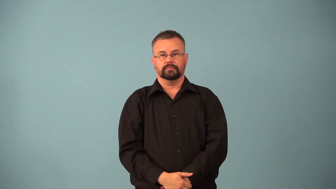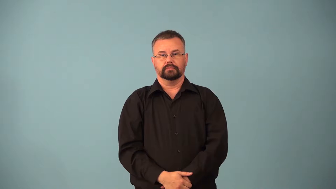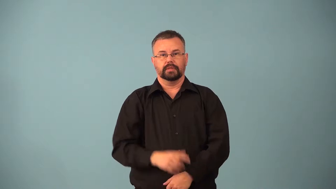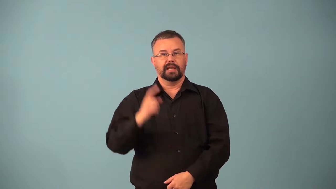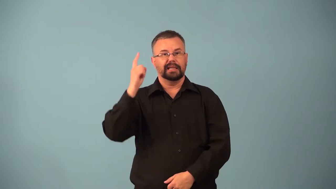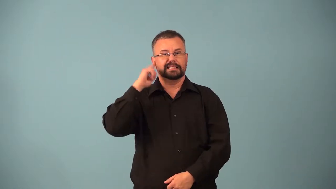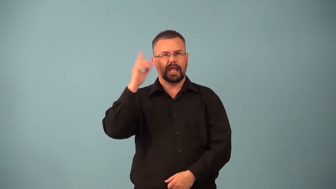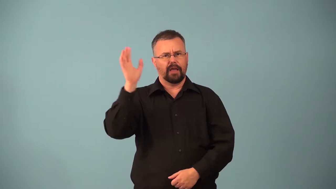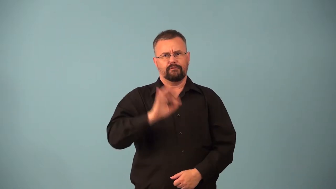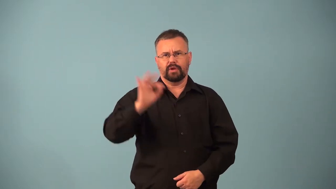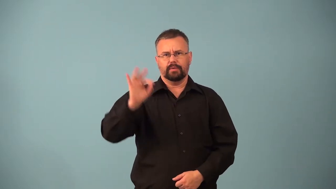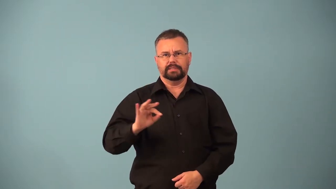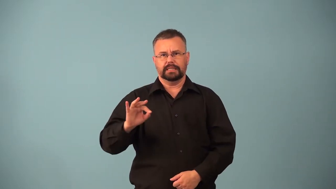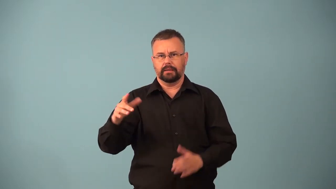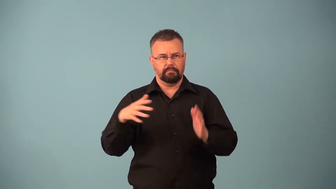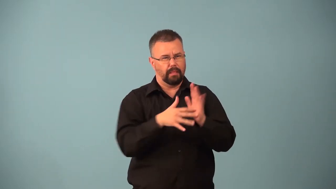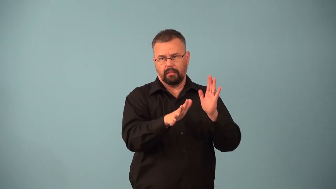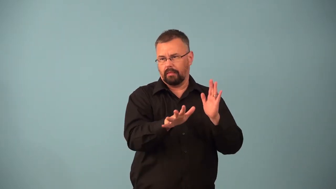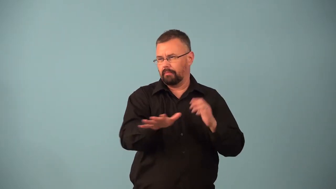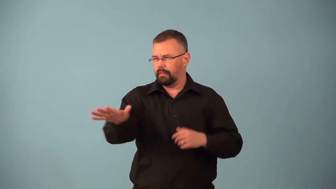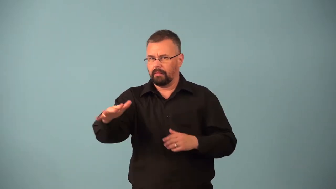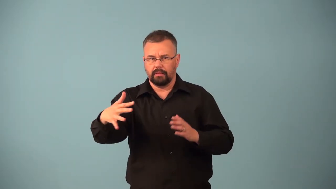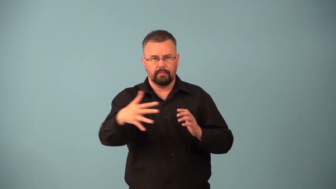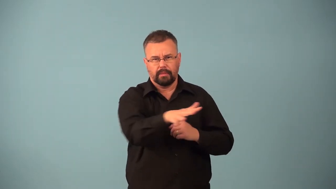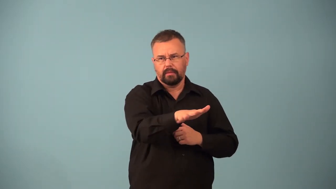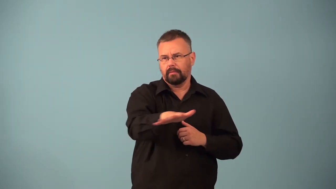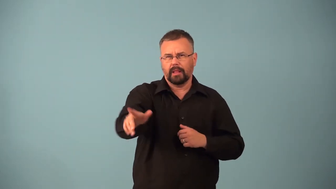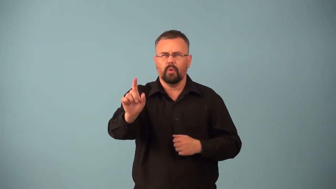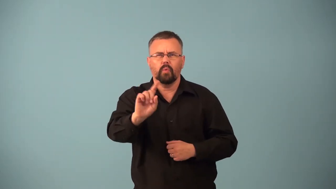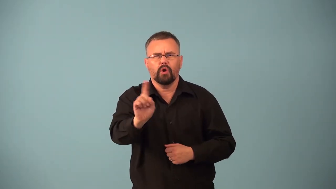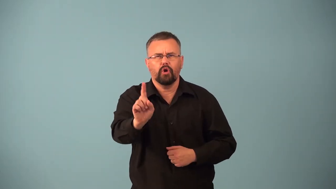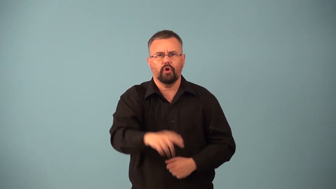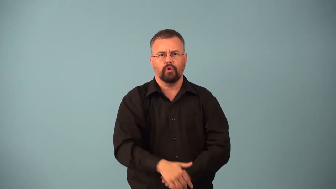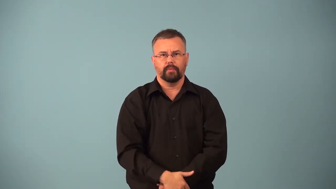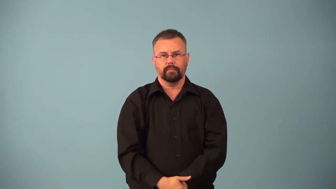echolocation